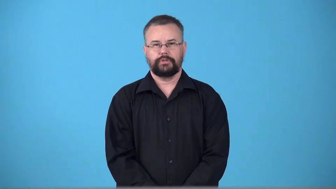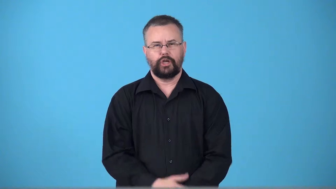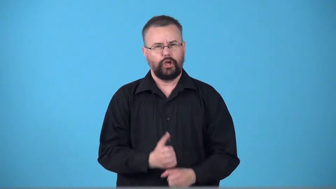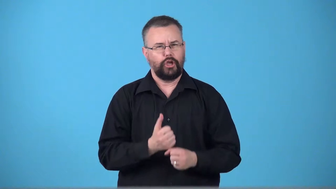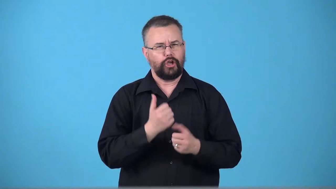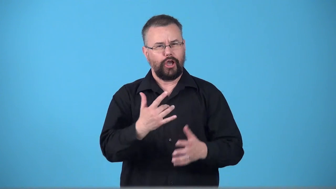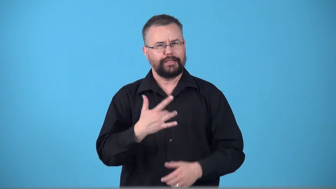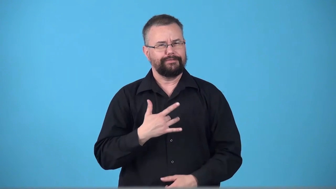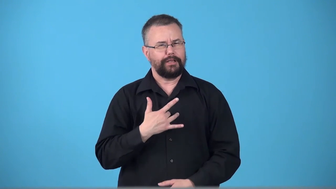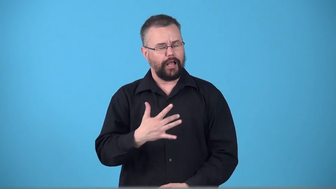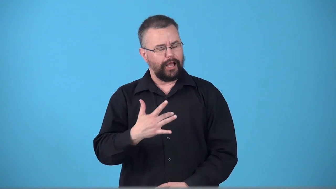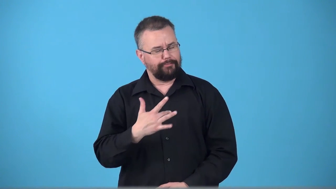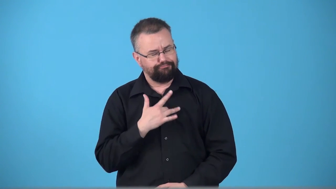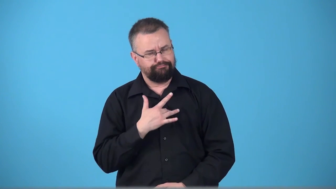touch-make a person feel an emotion